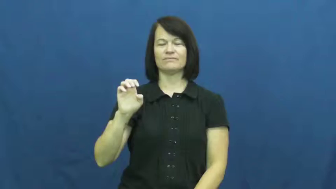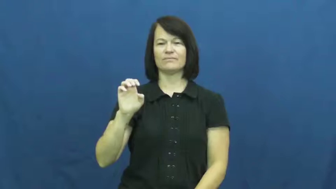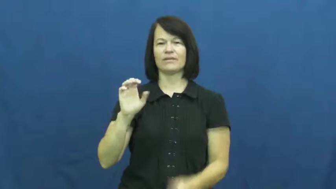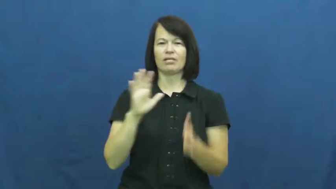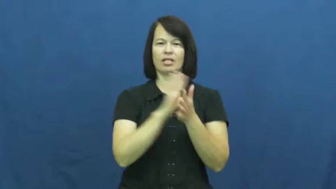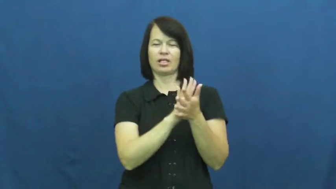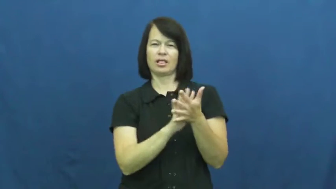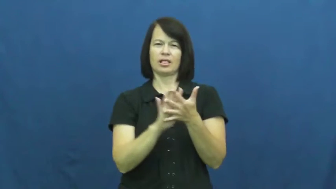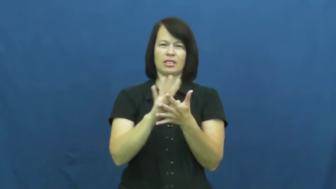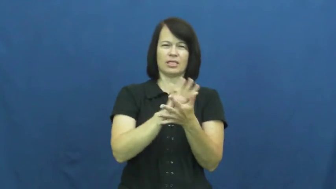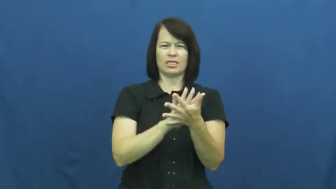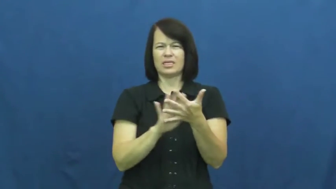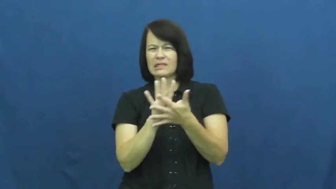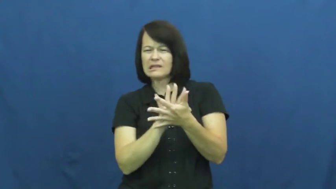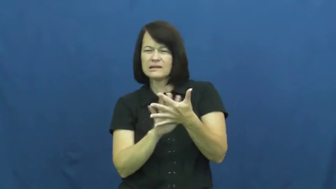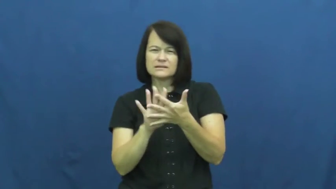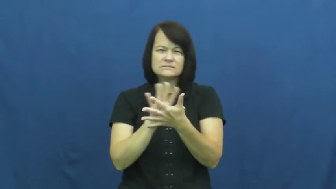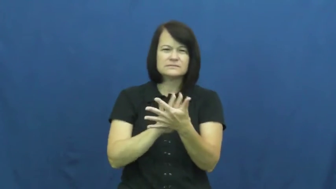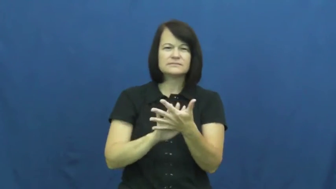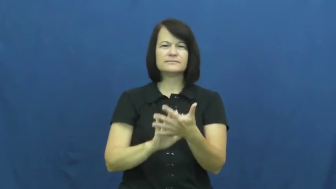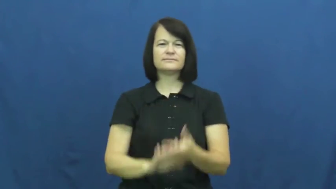impalpable